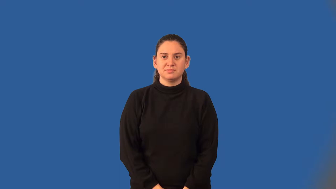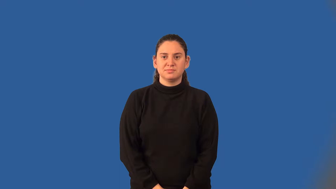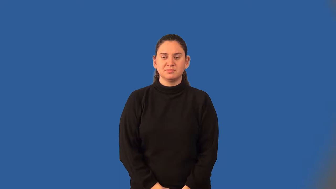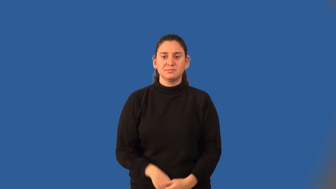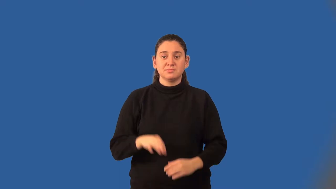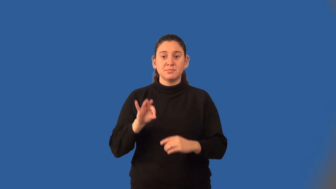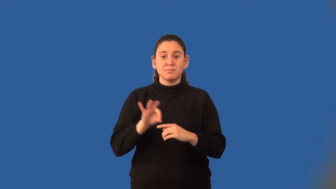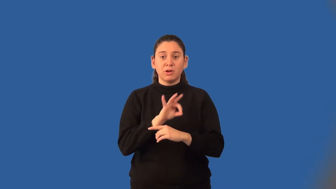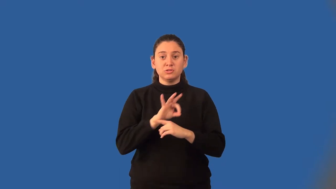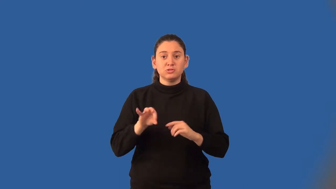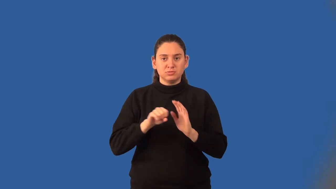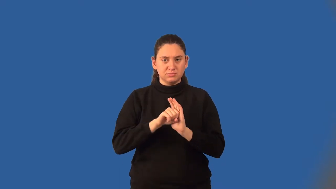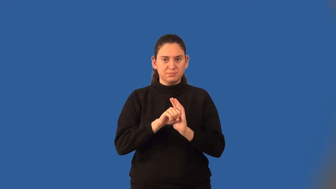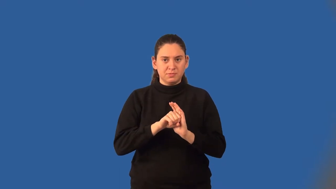function notation